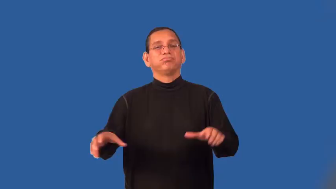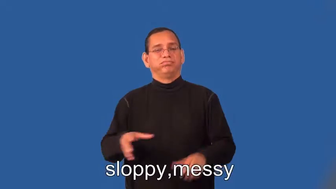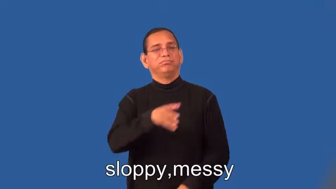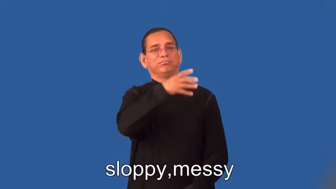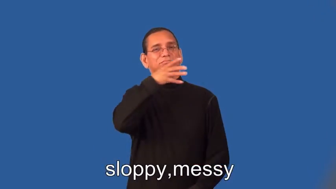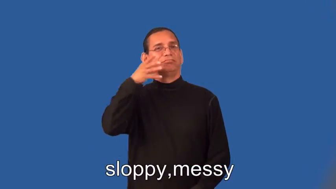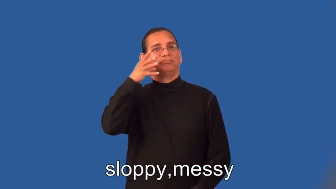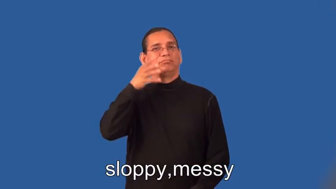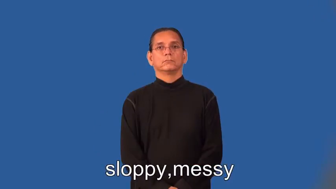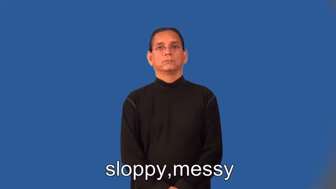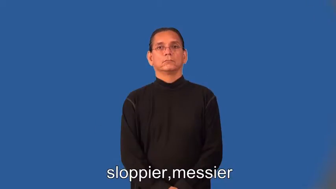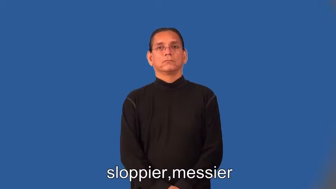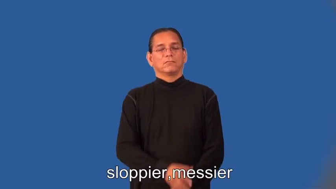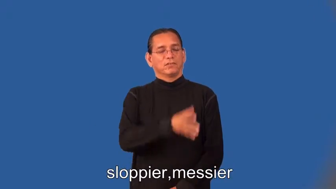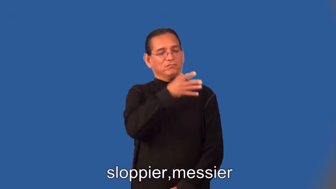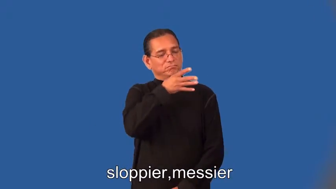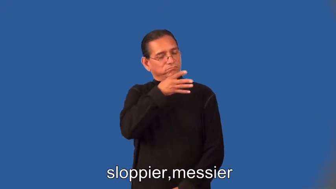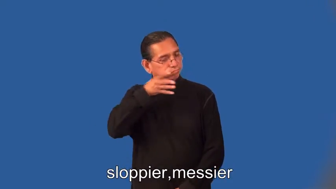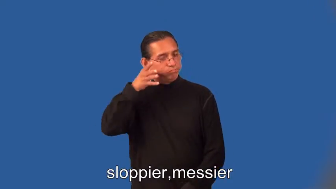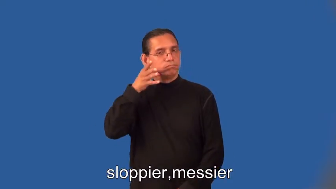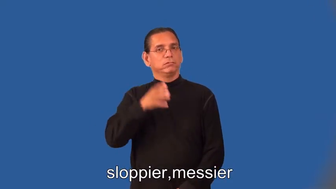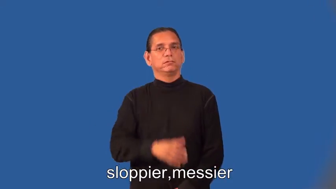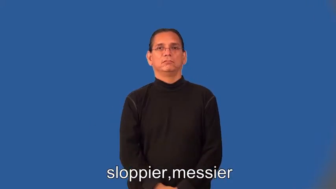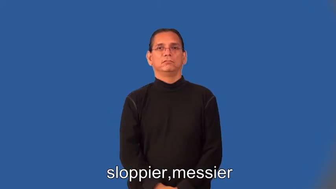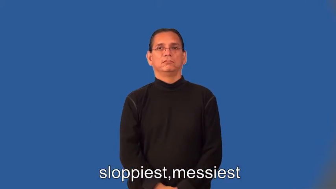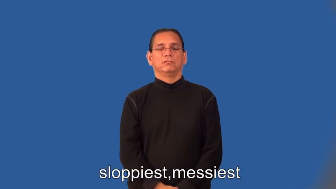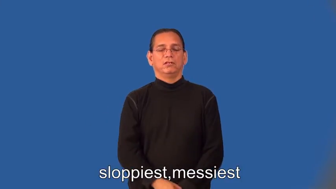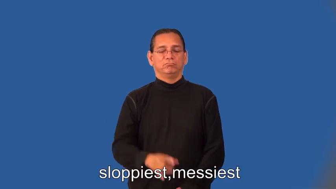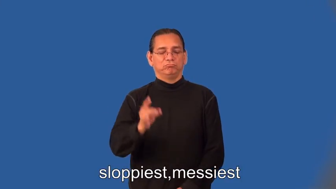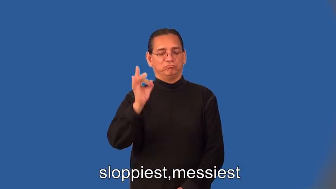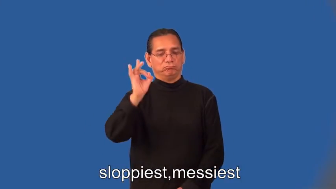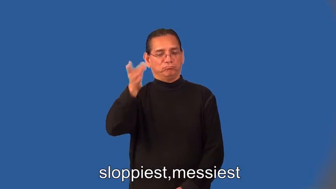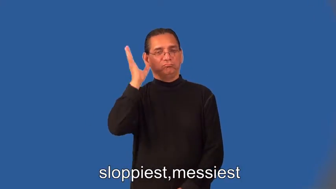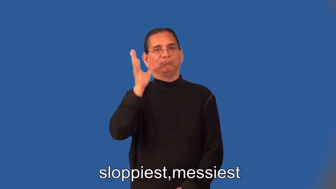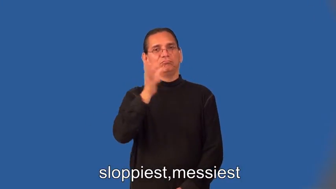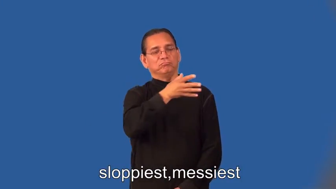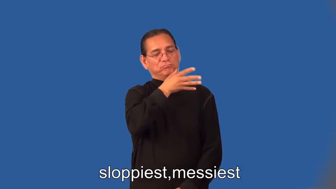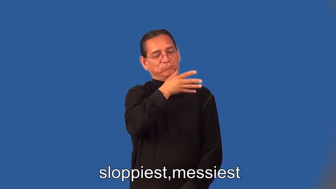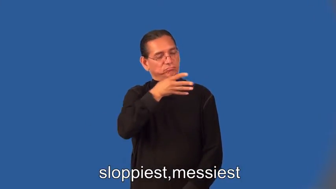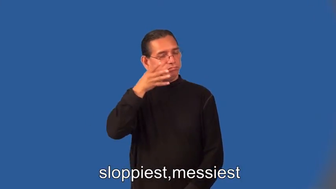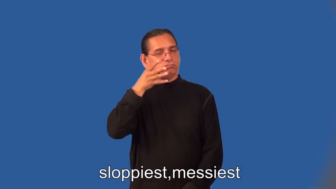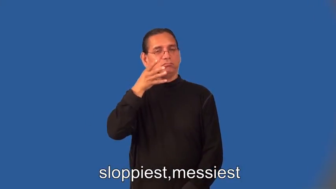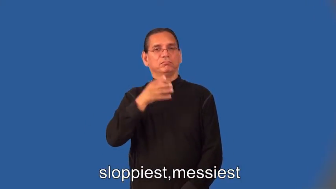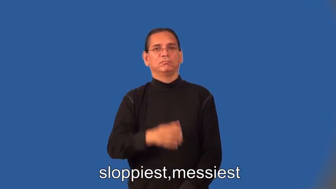sloppier,messier,sloppiest,messiest